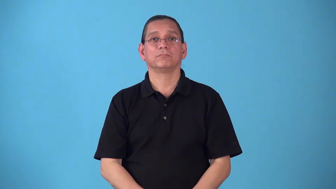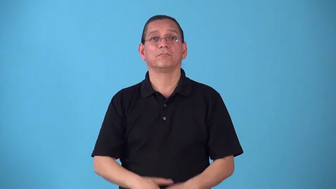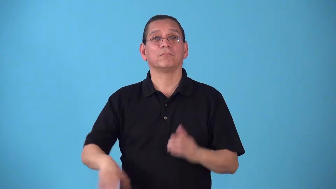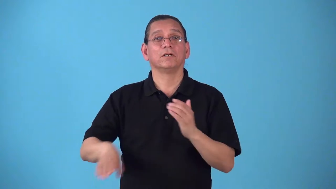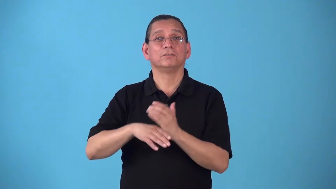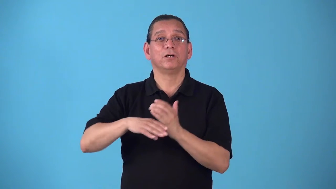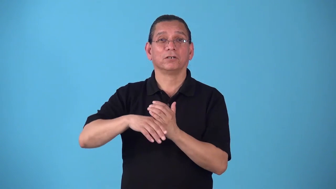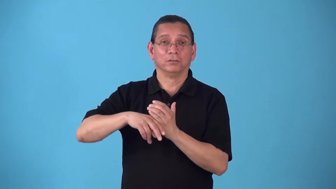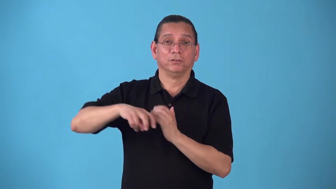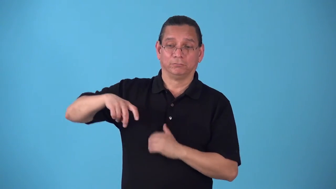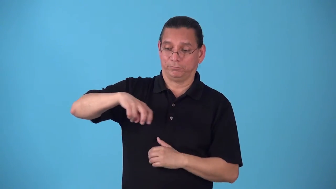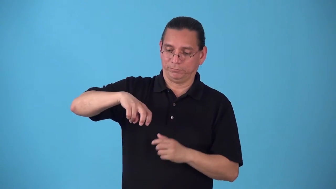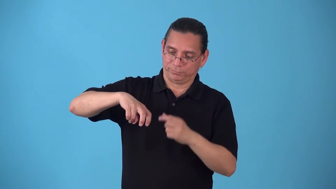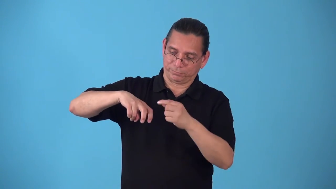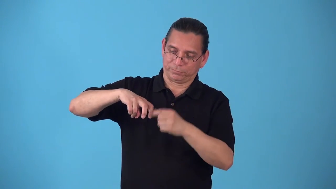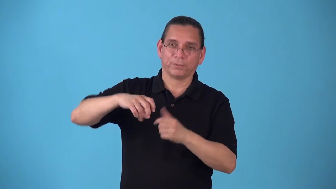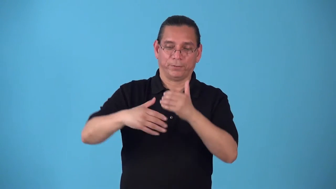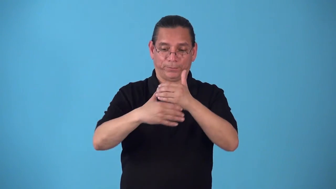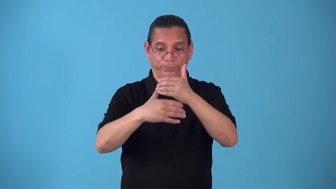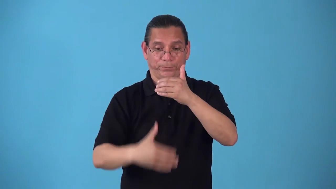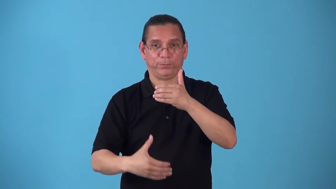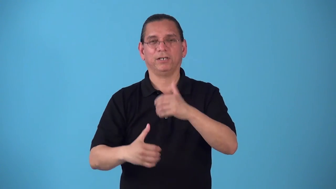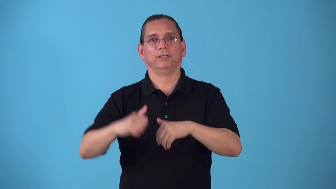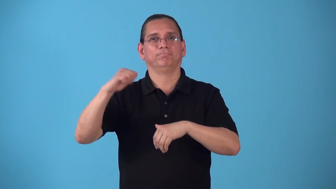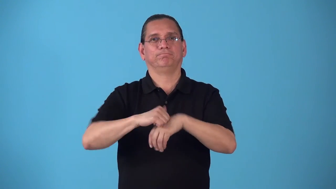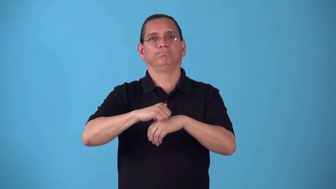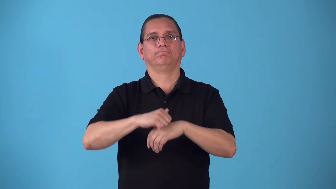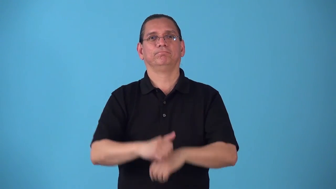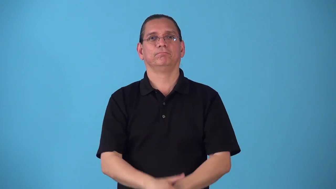shinguard